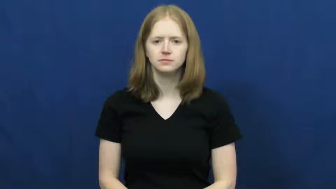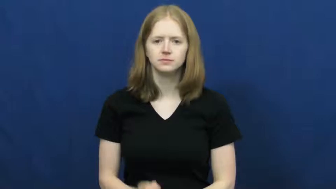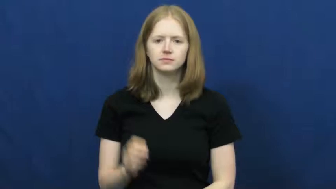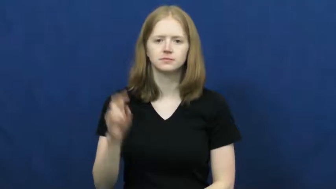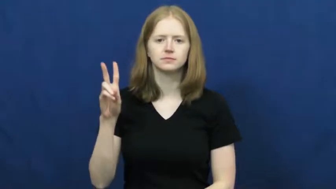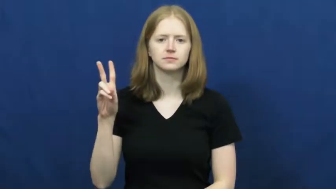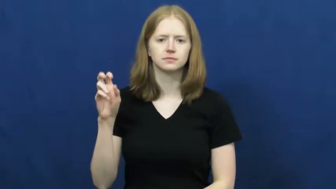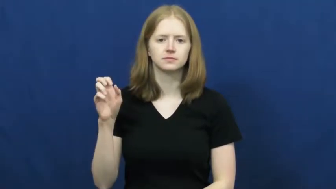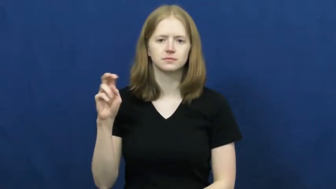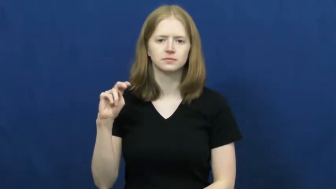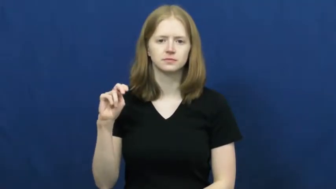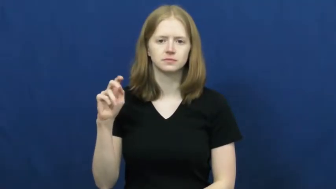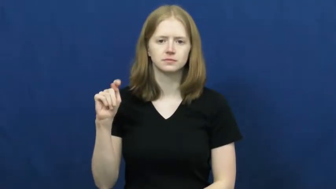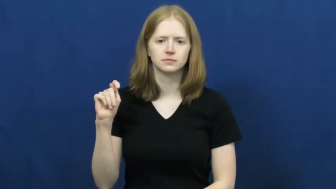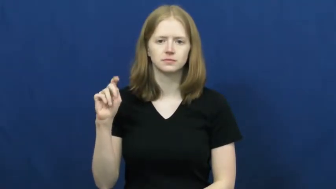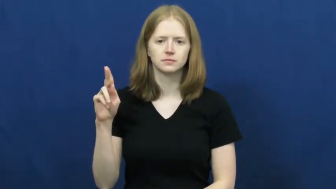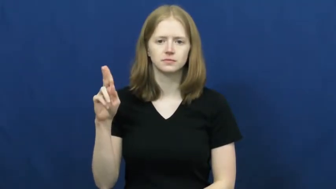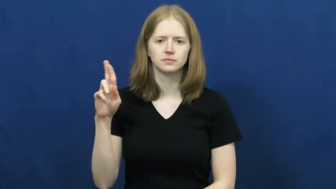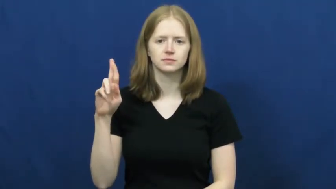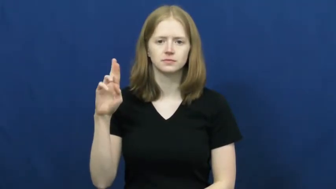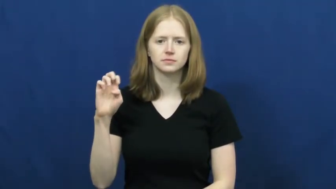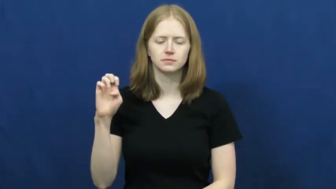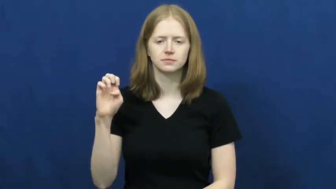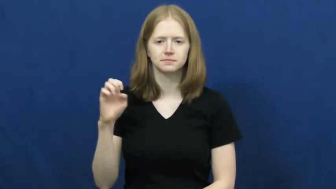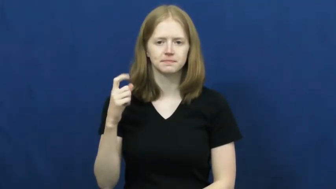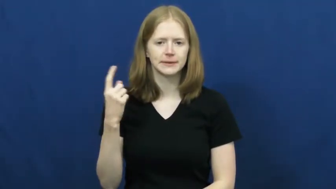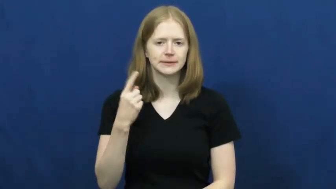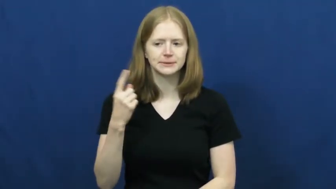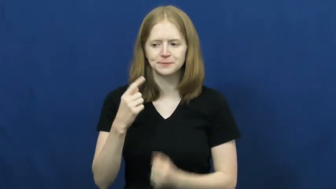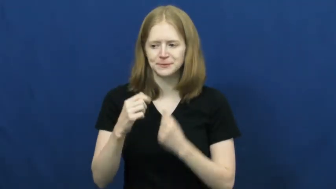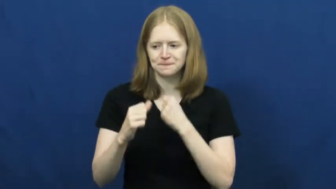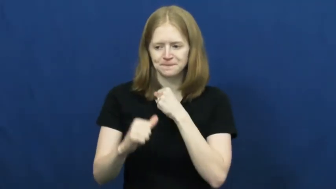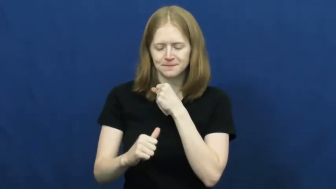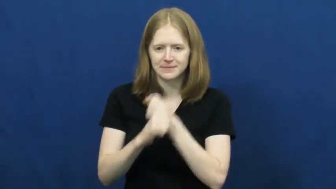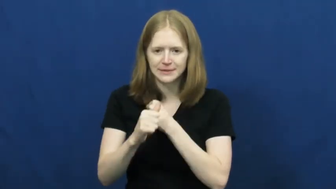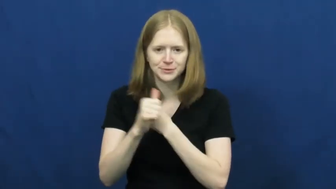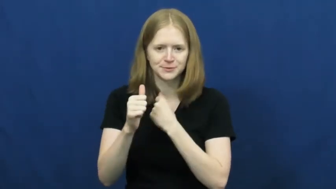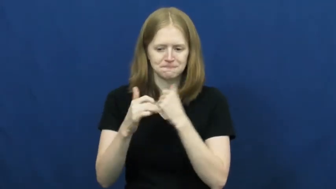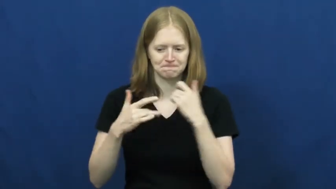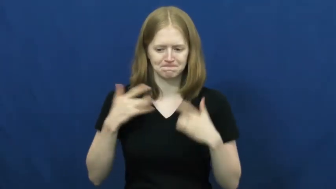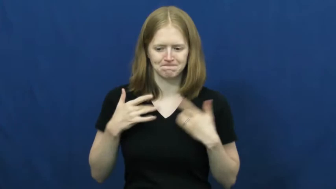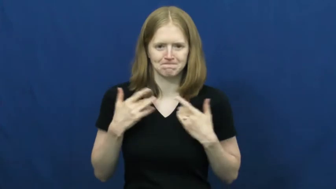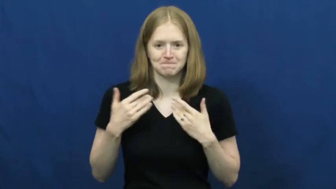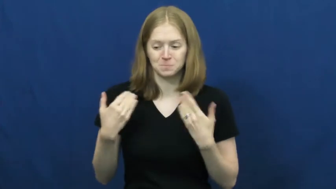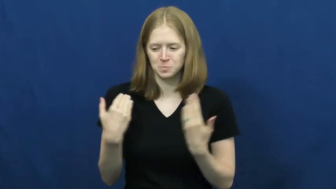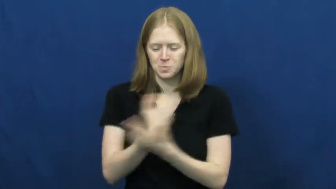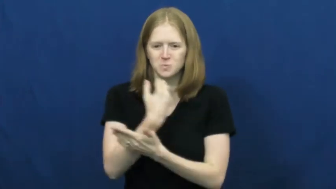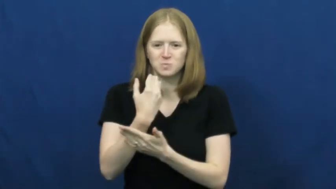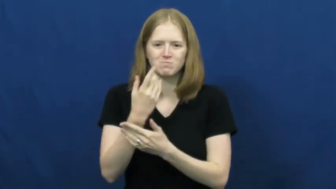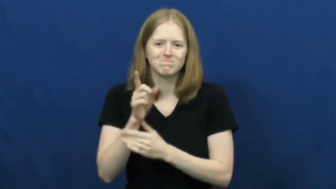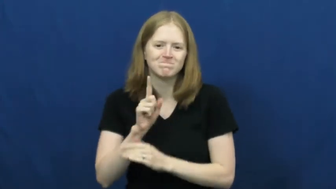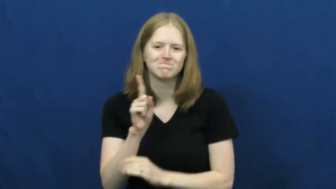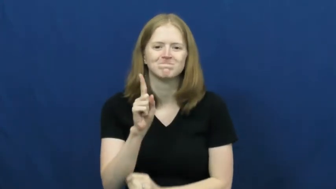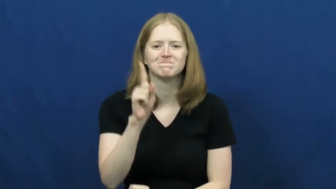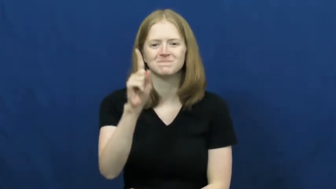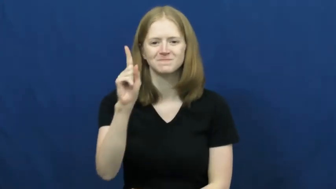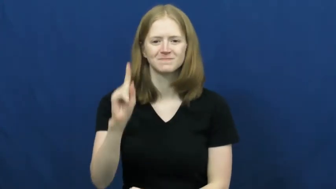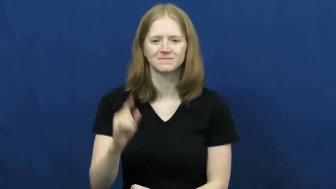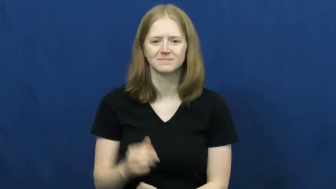venture